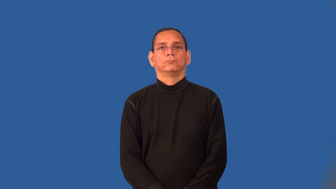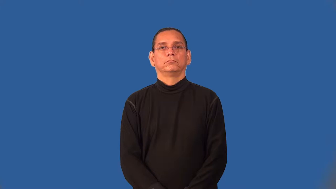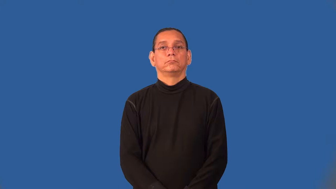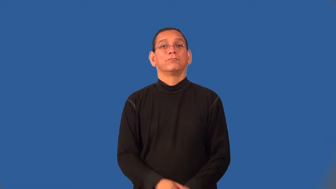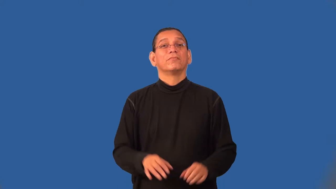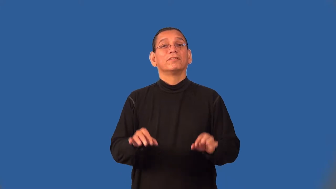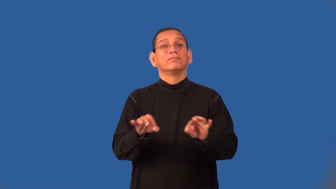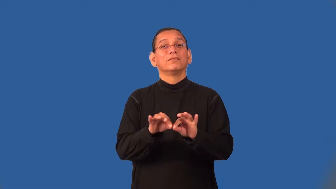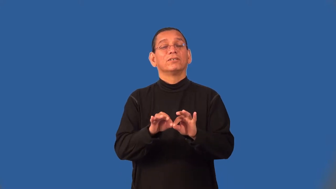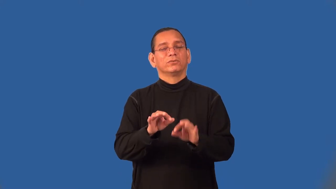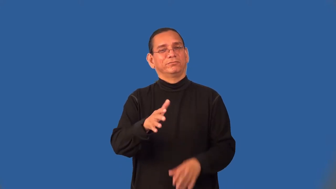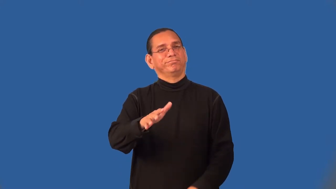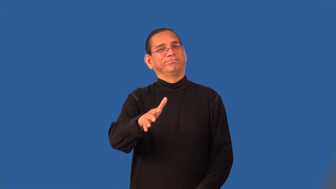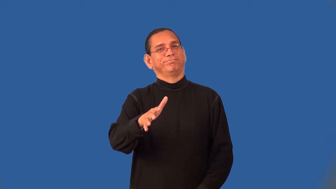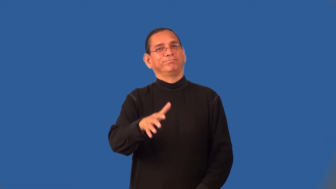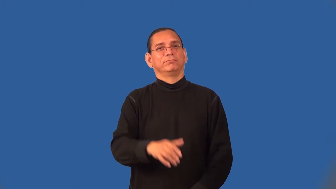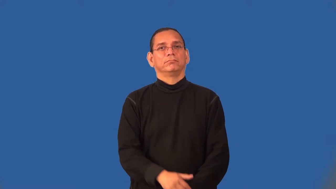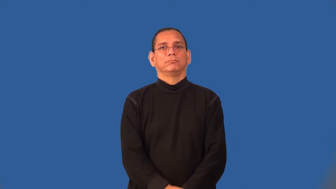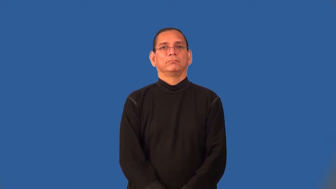semiprecious